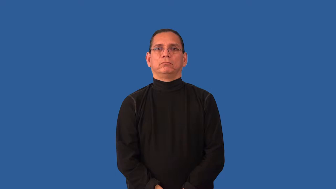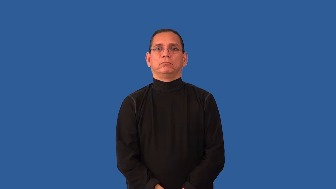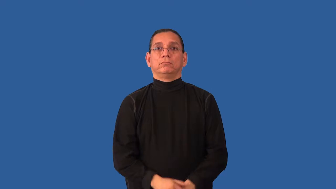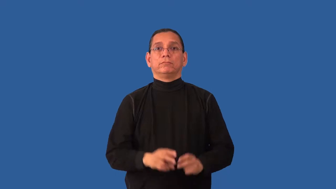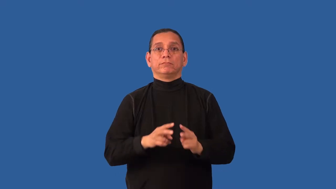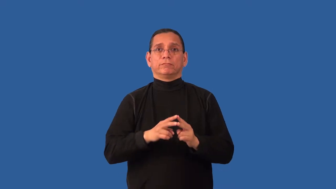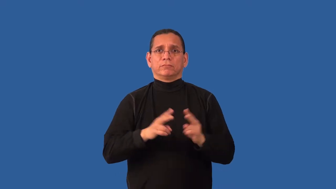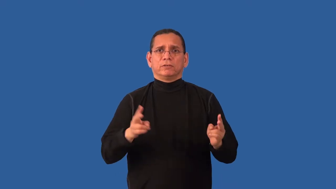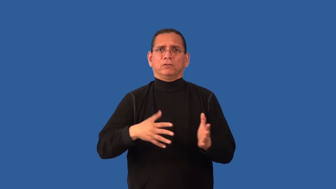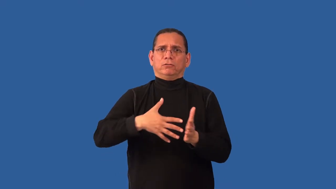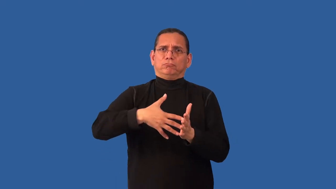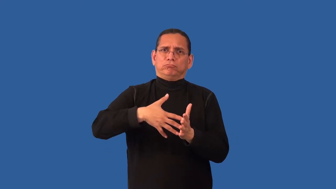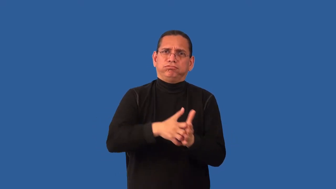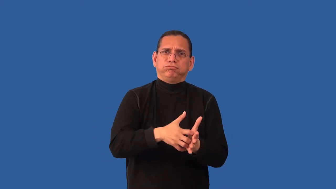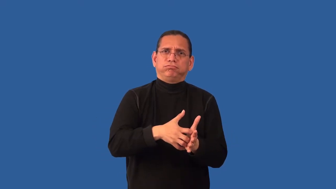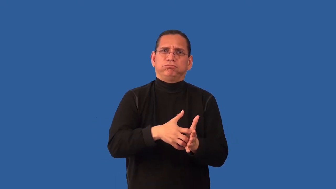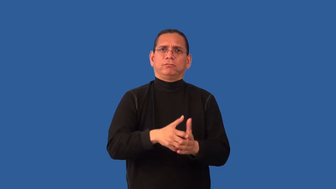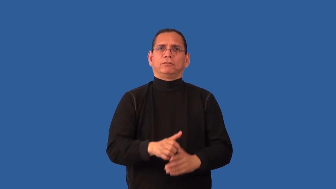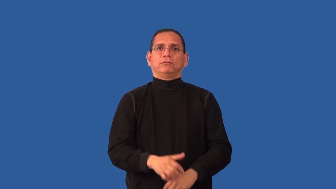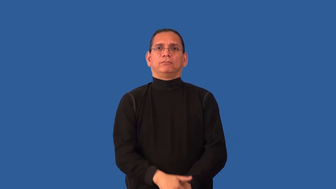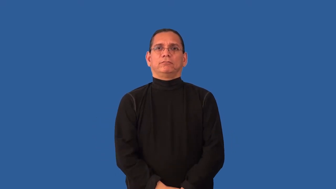abject-feeble